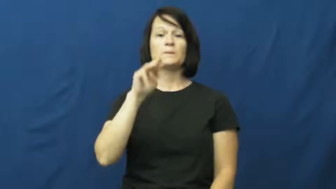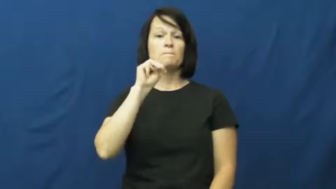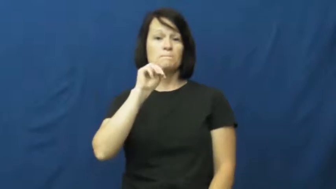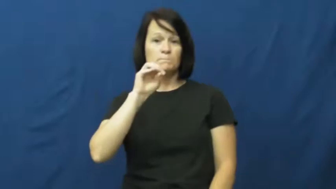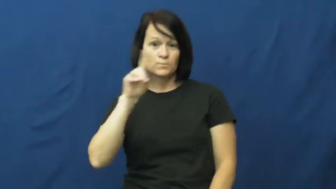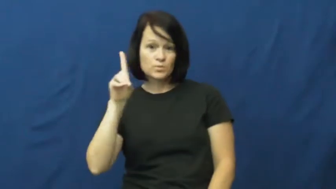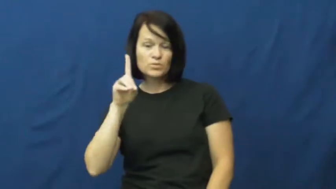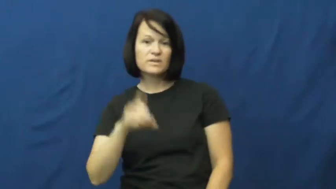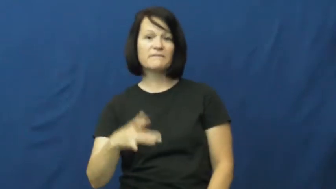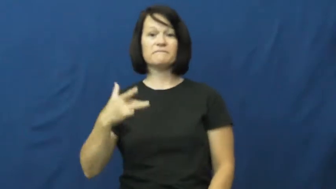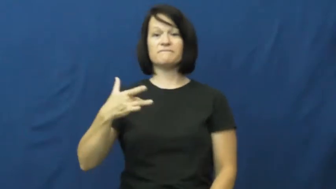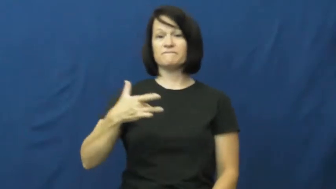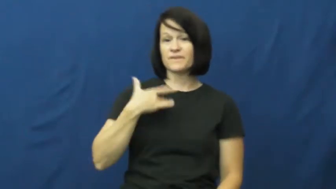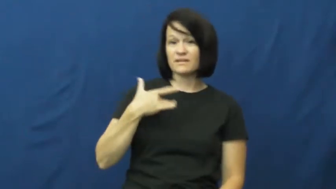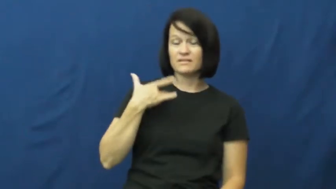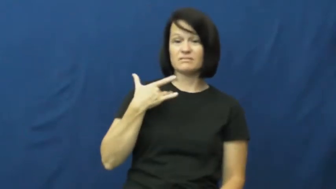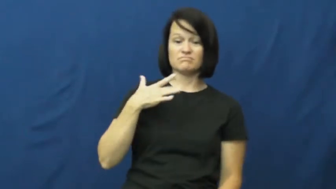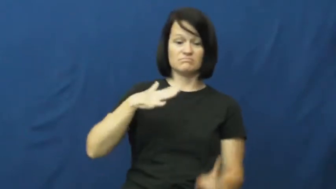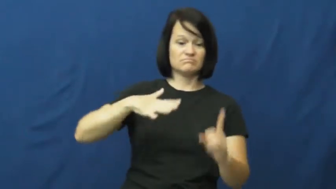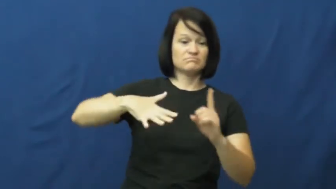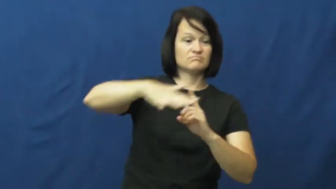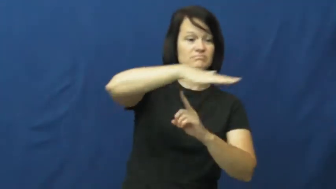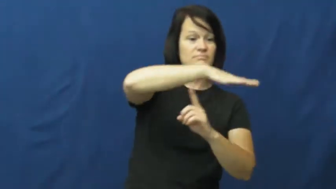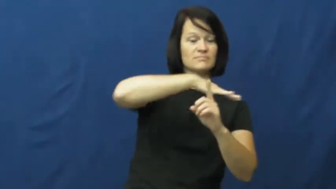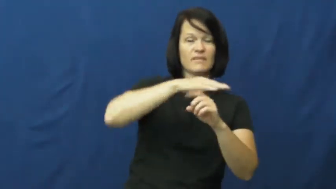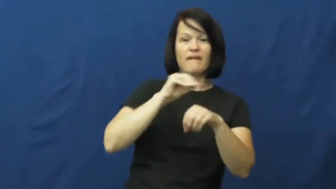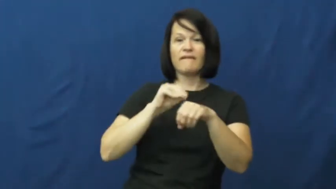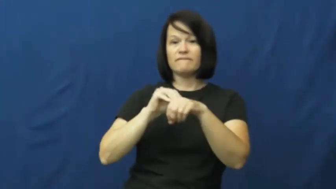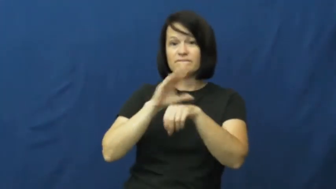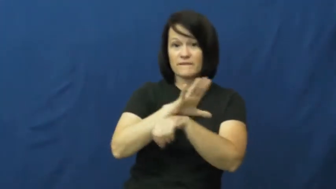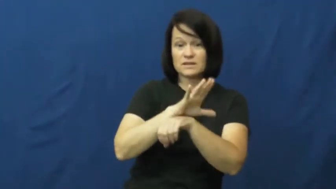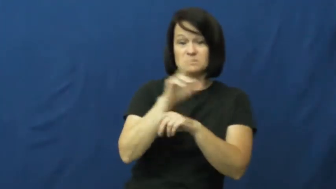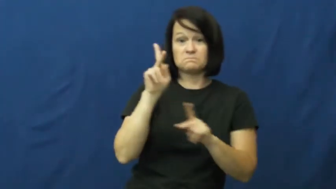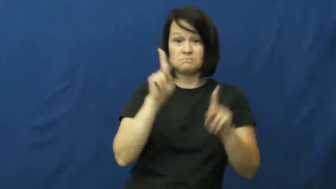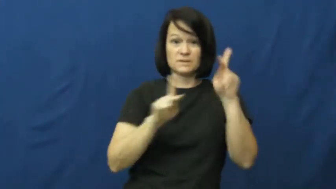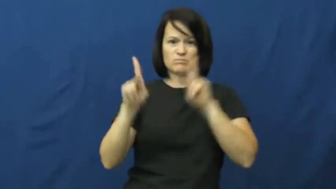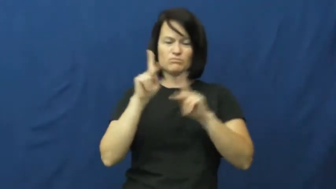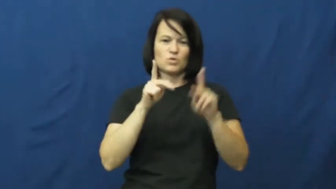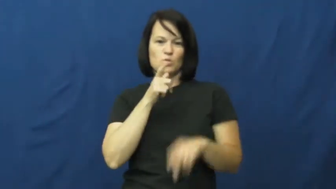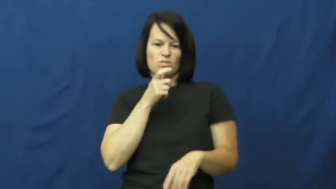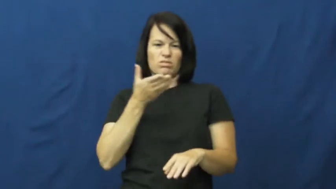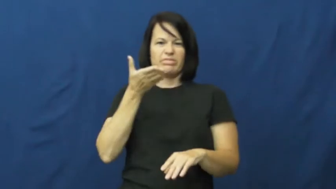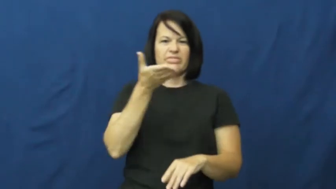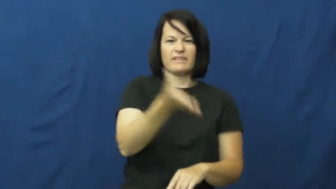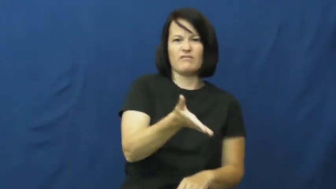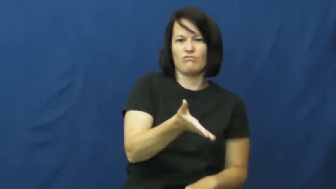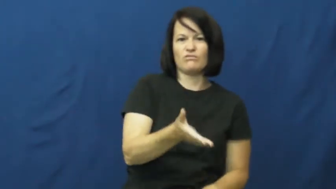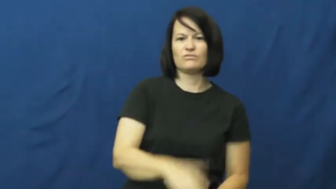atmosphere,ambience,tone